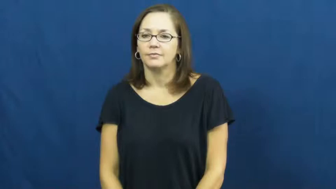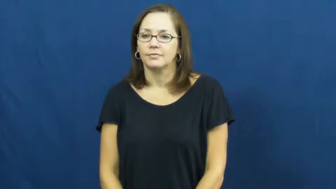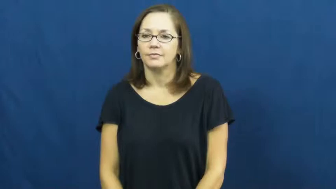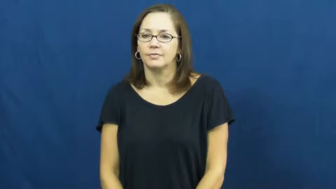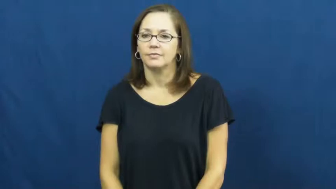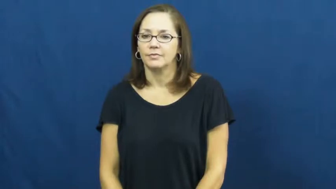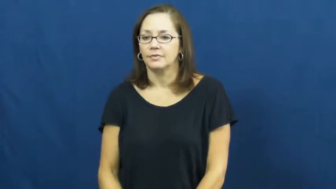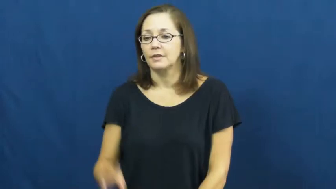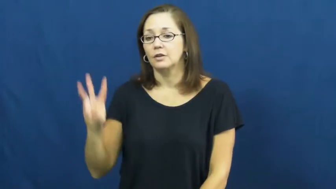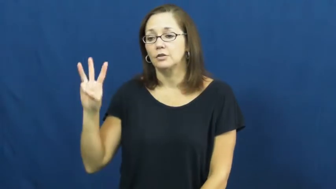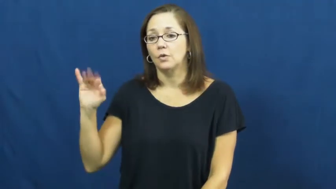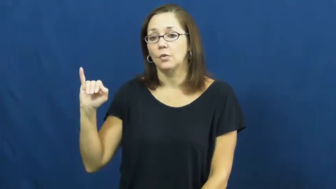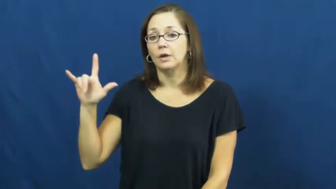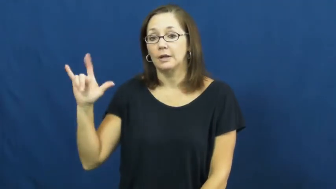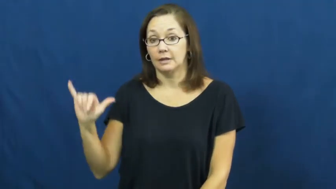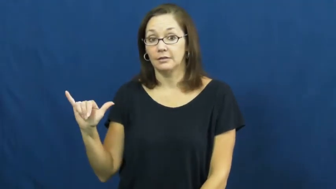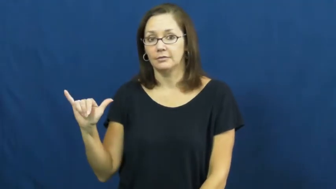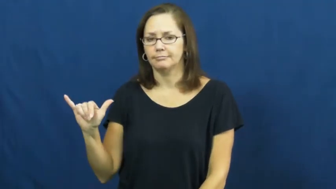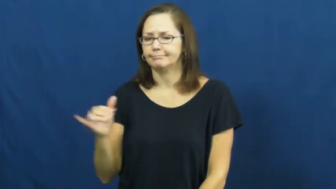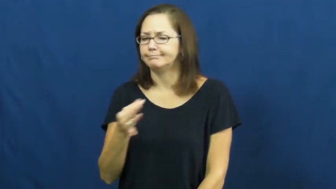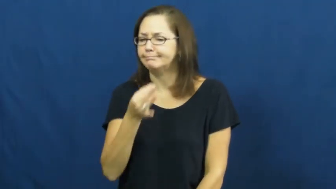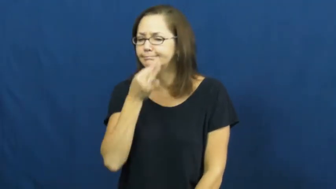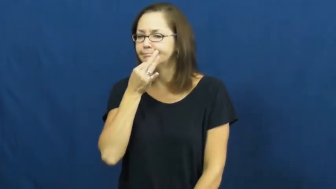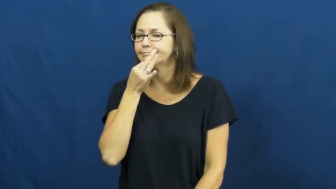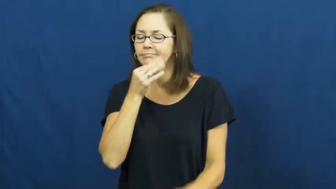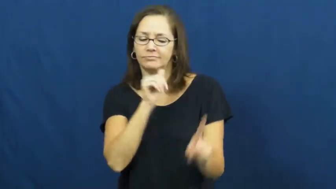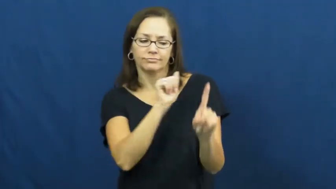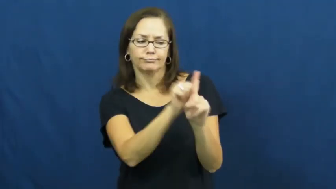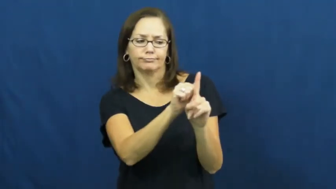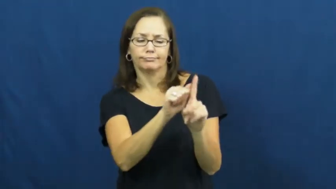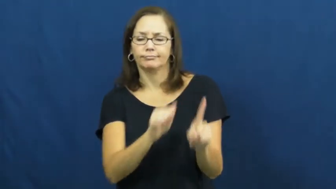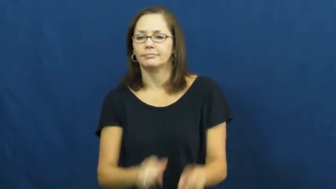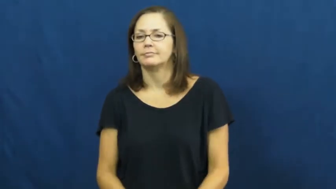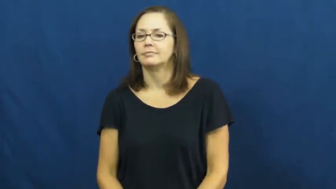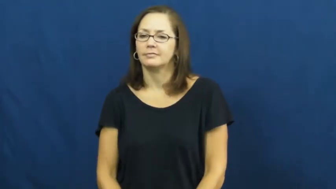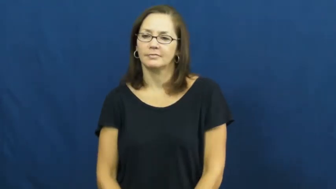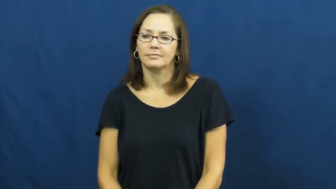wily